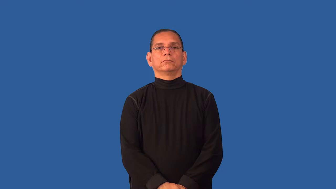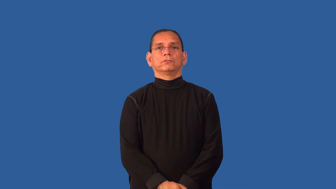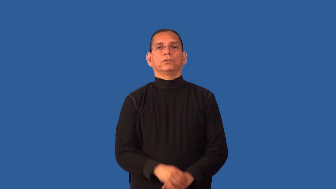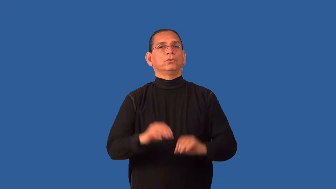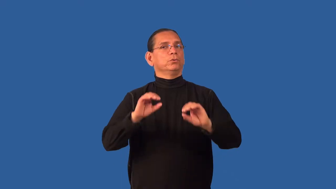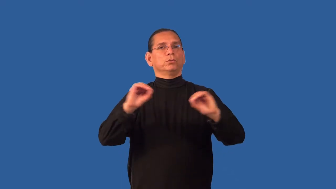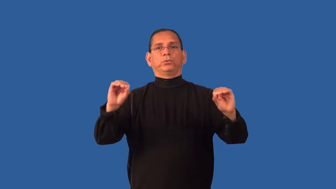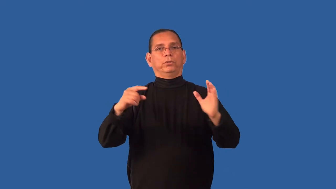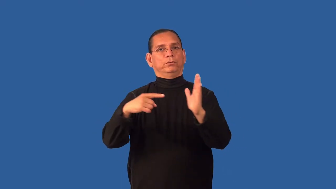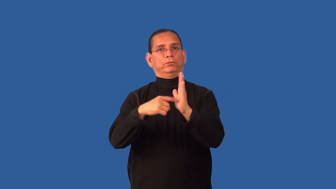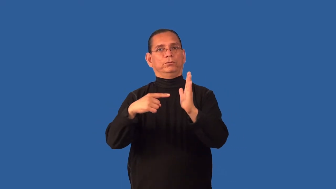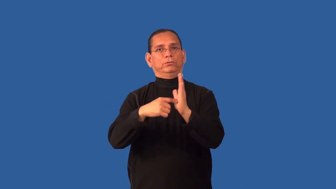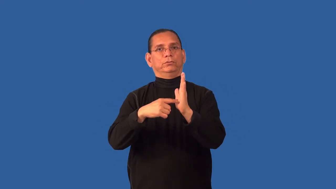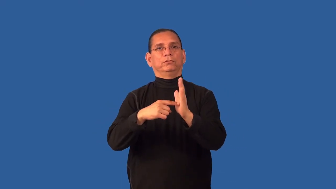debtless